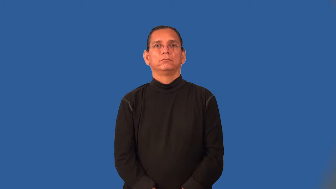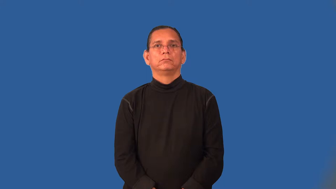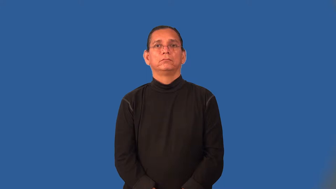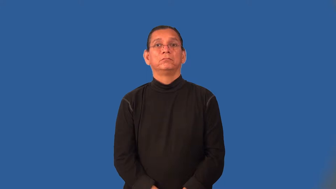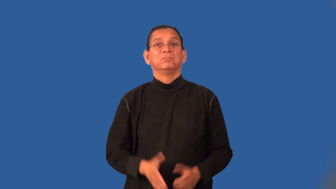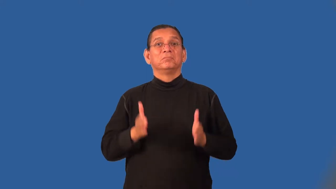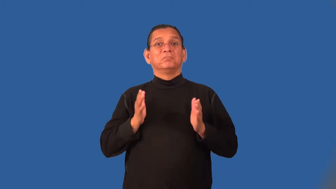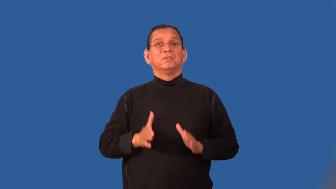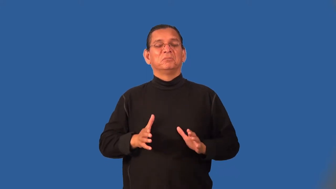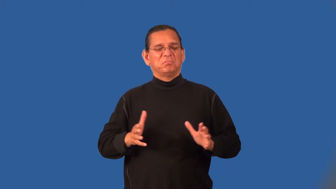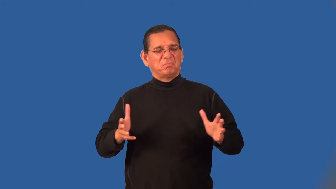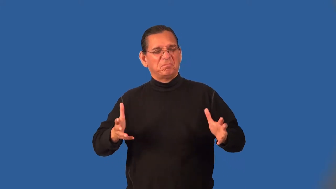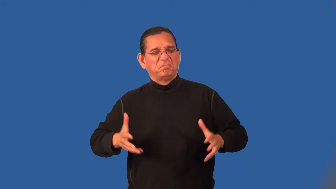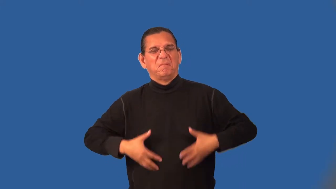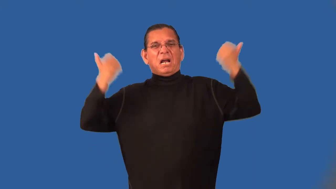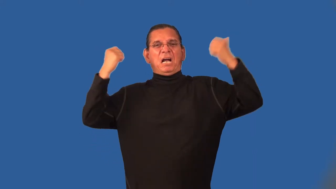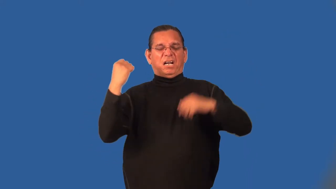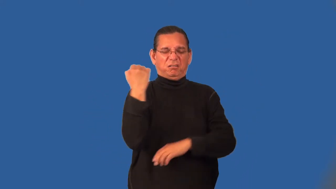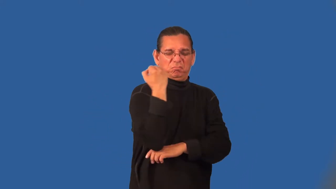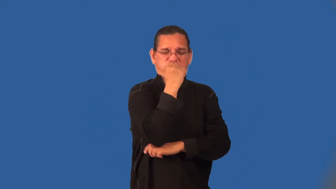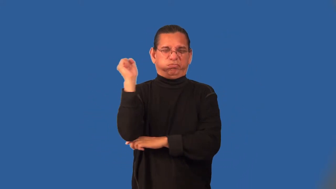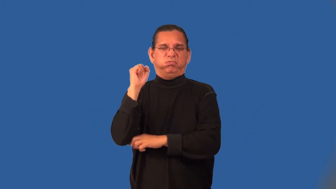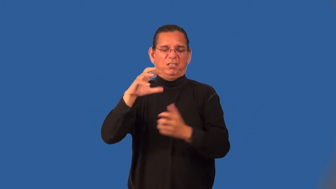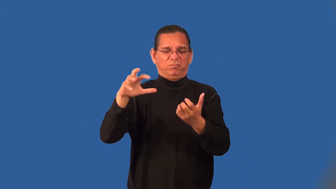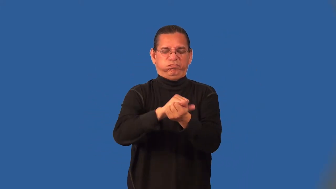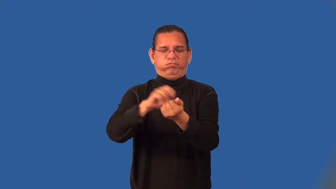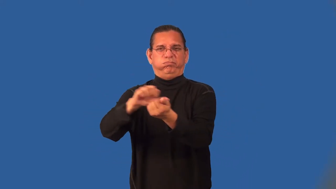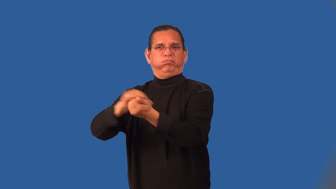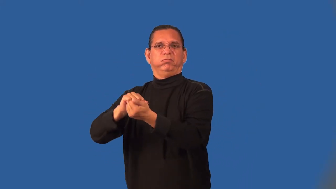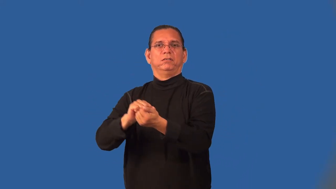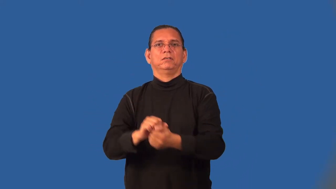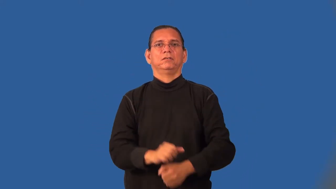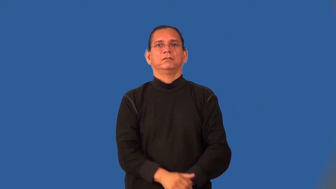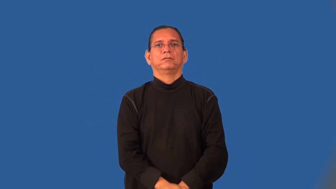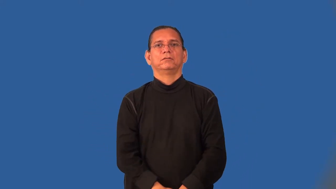rioter